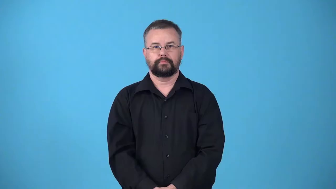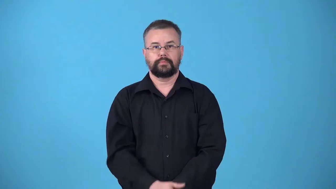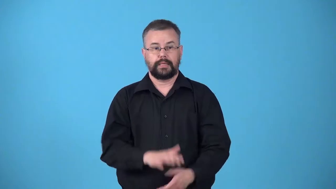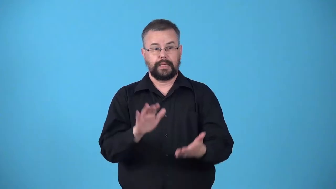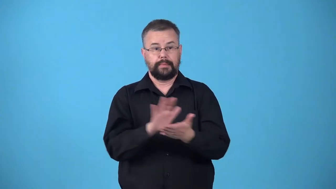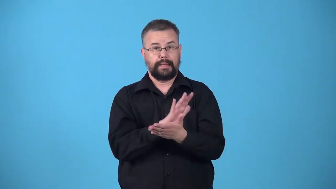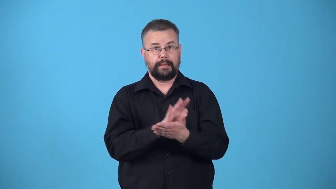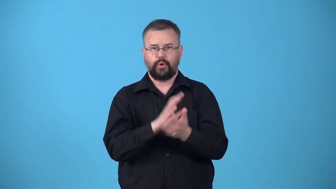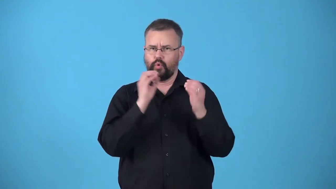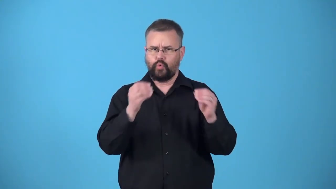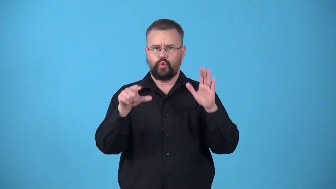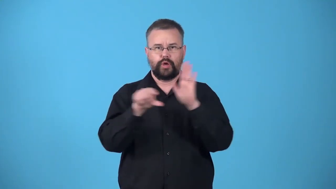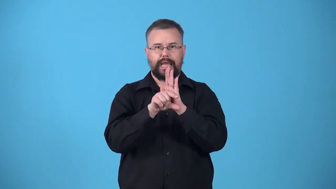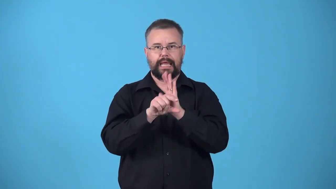ungraded-paper